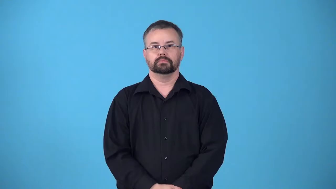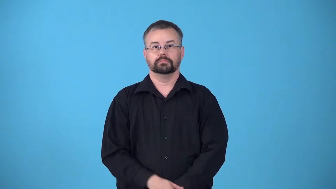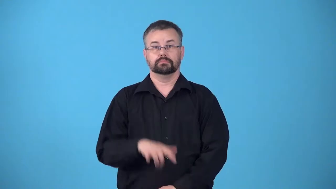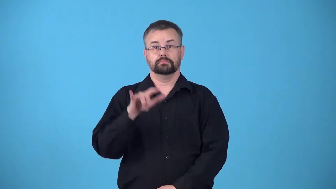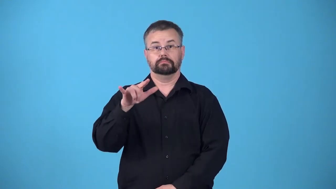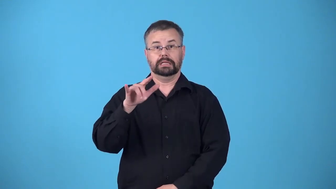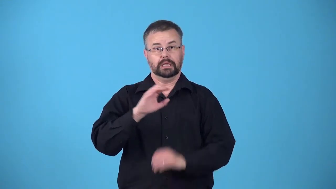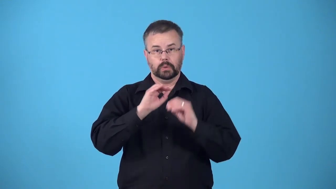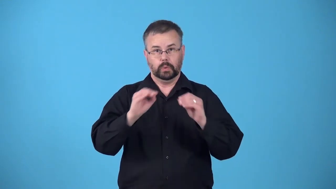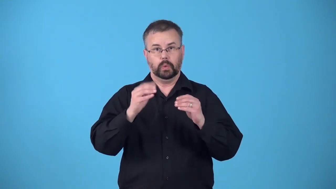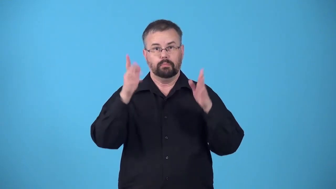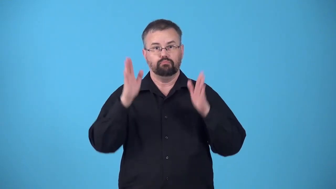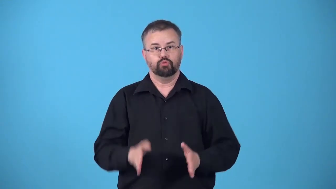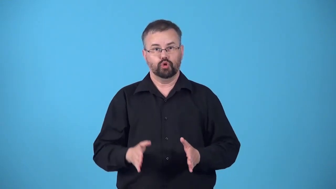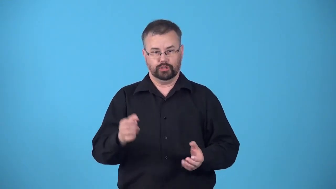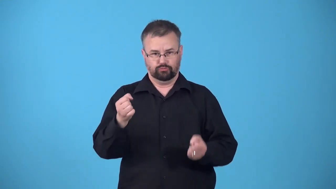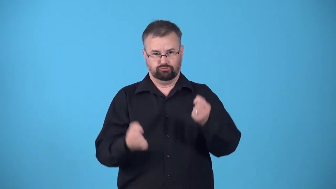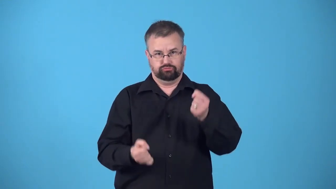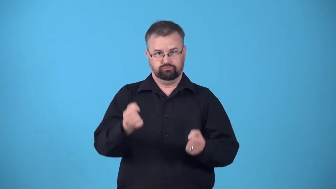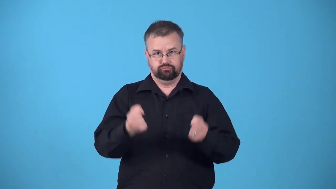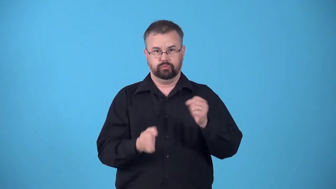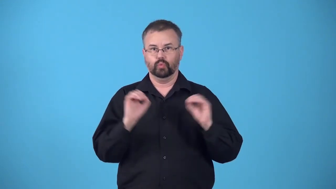pilotless